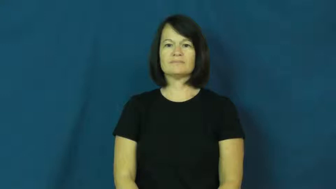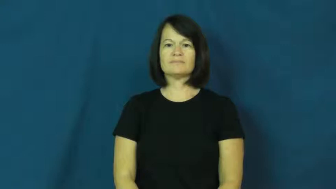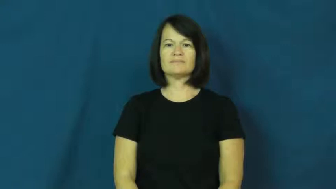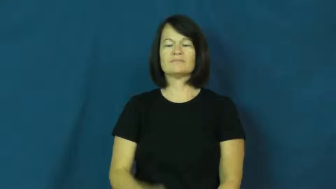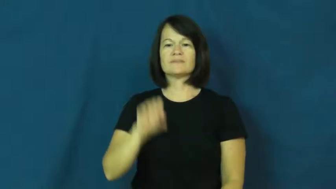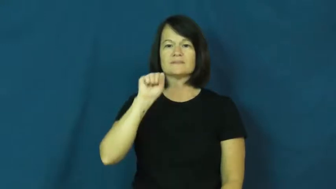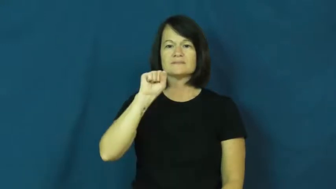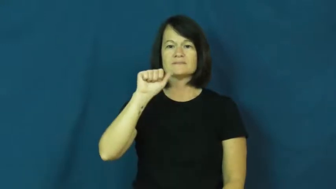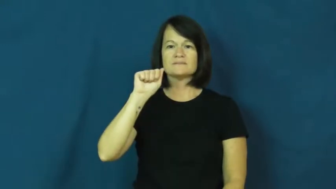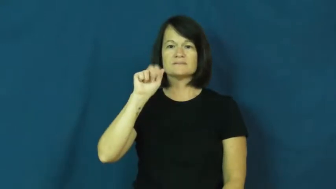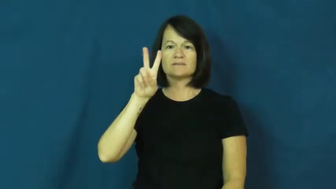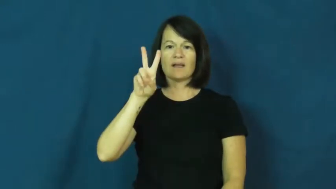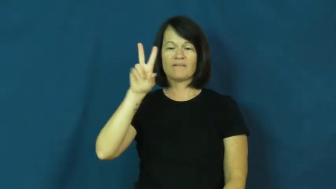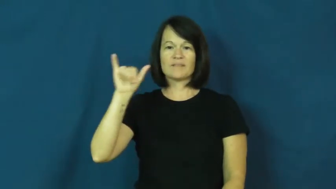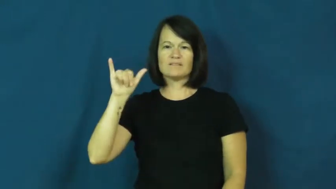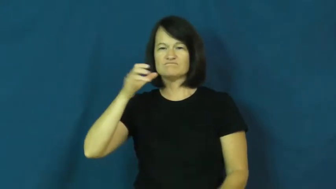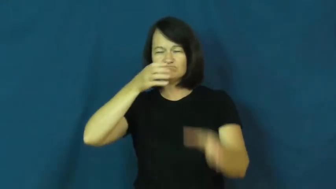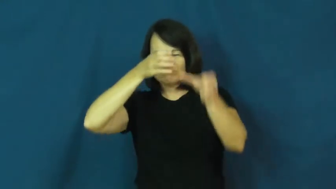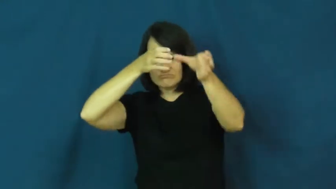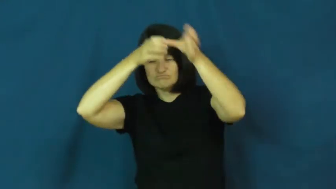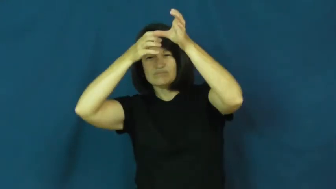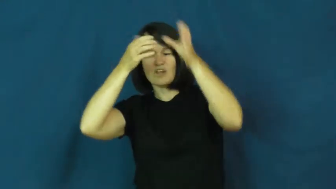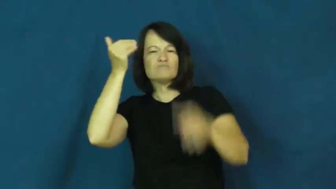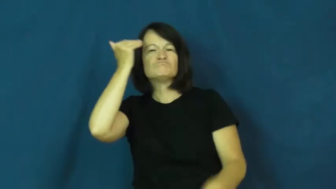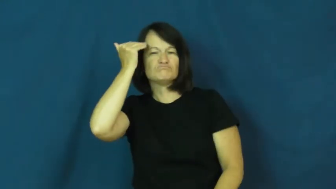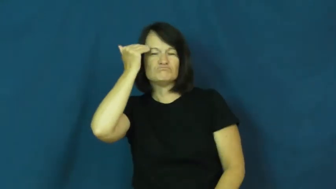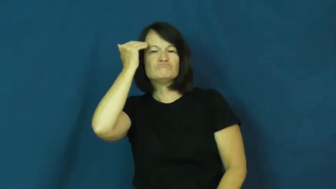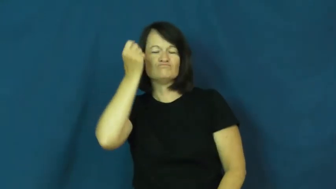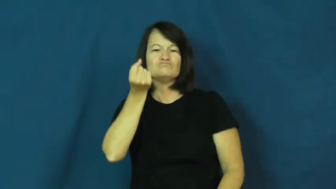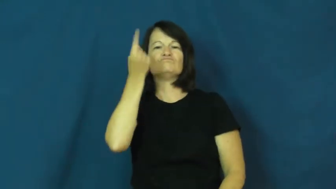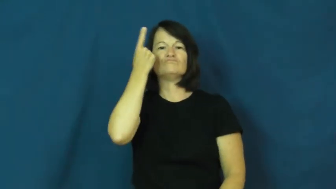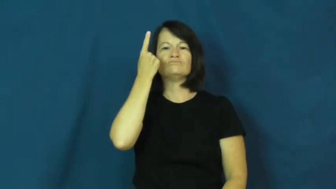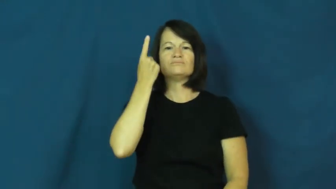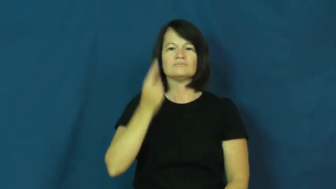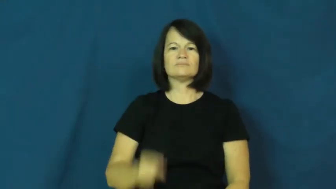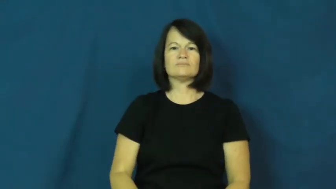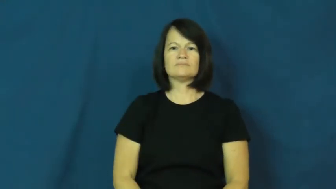savvy